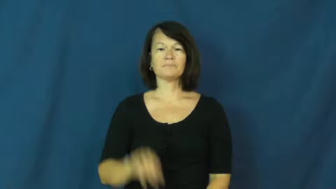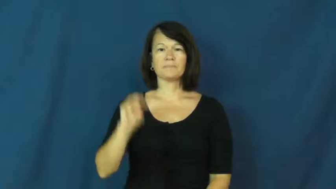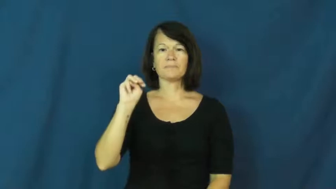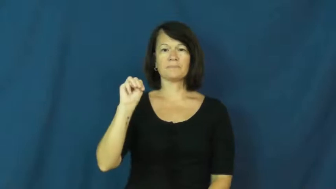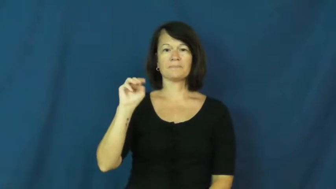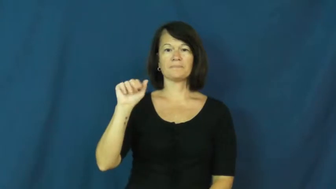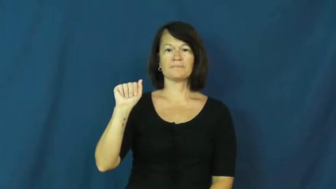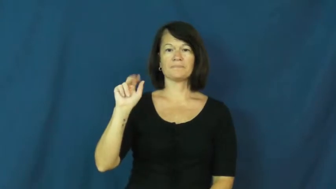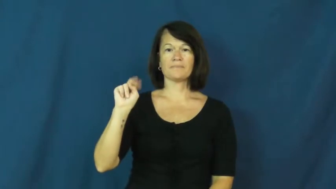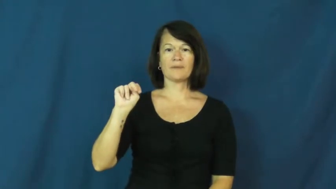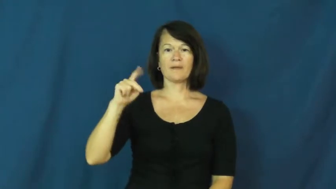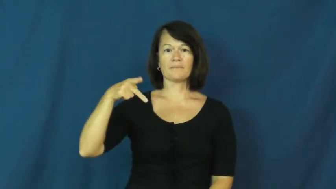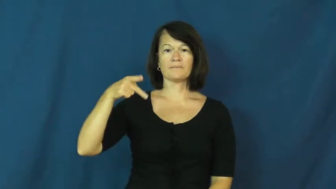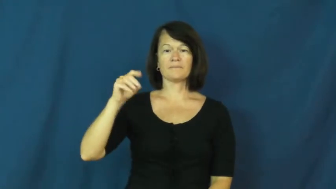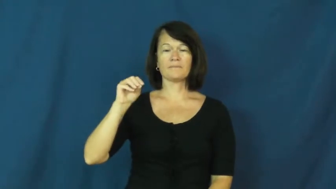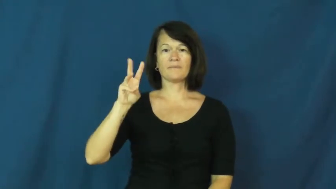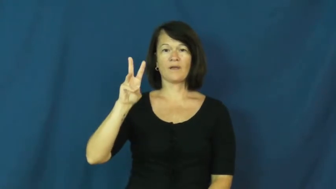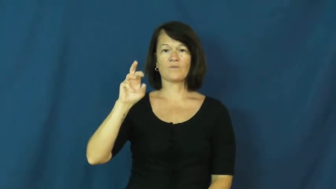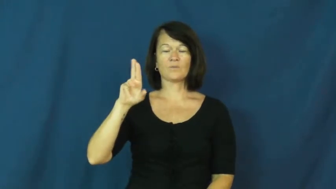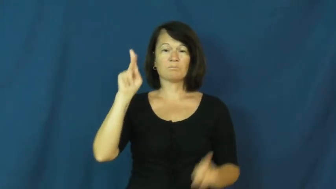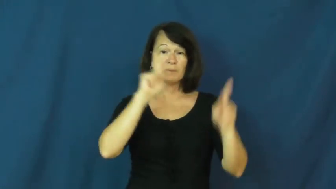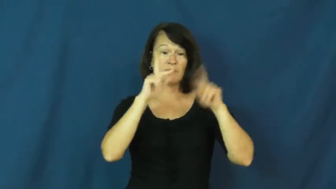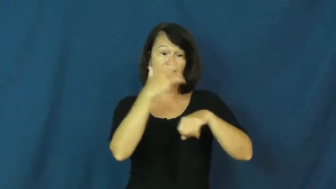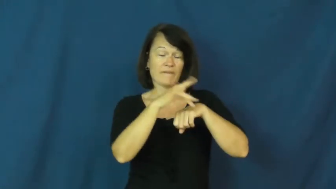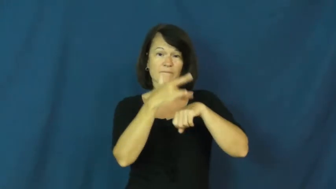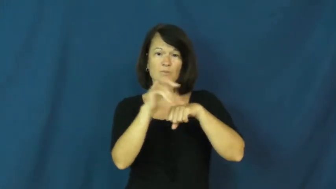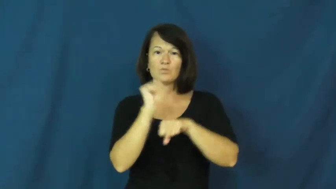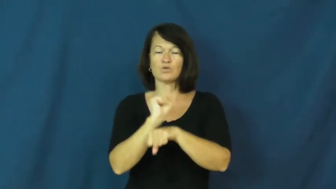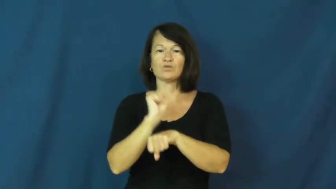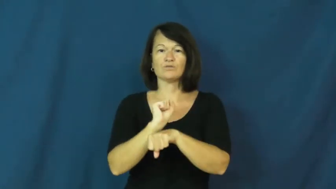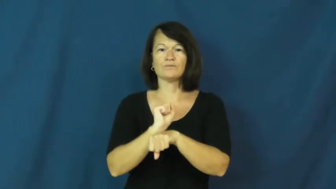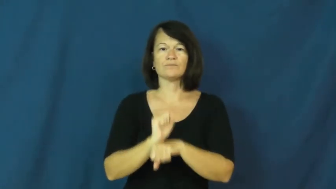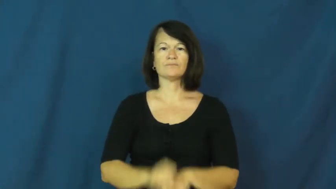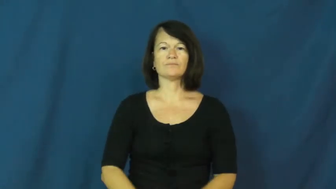manpower